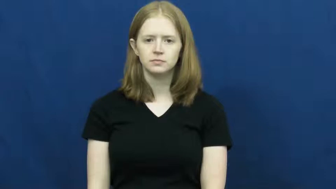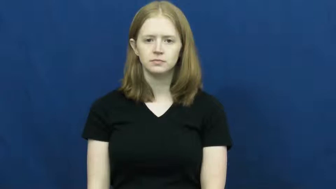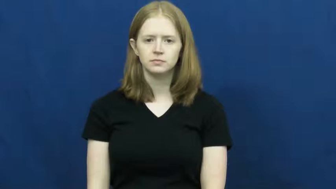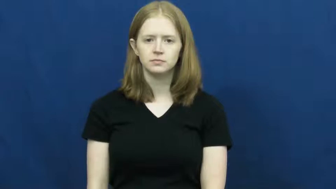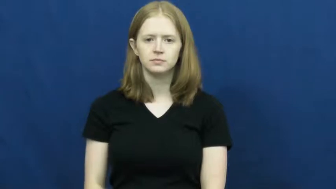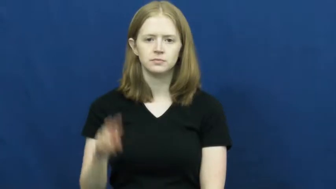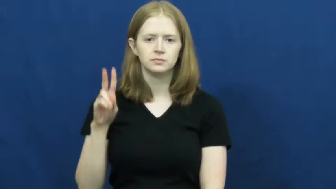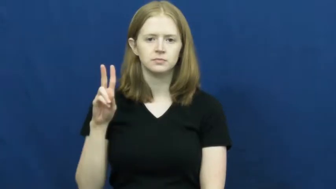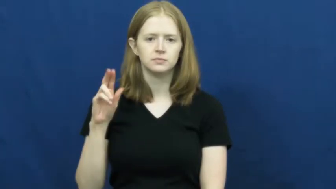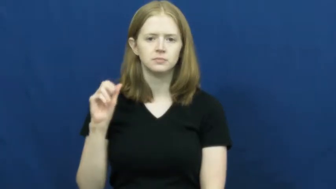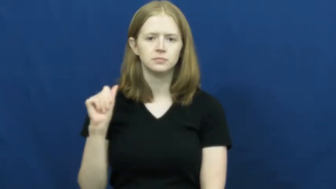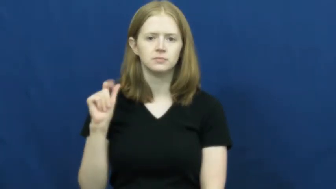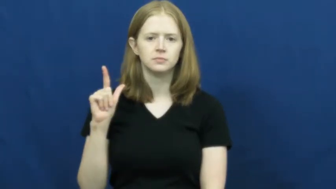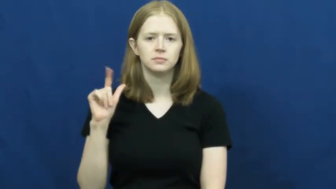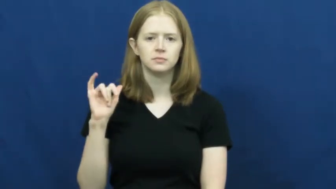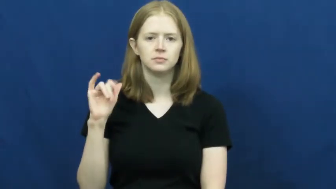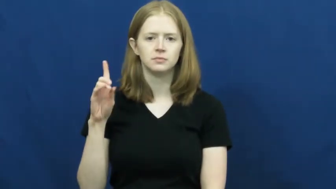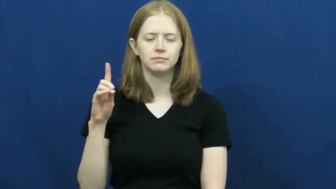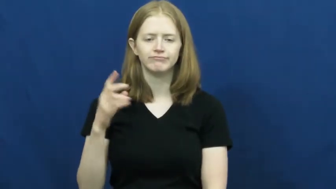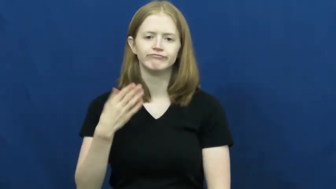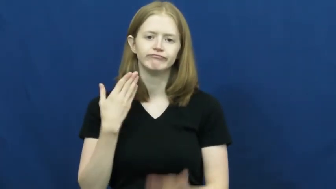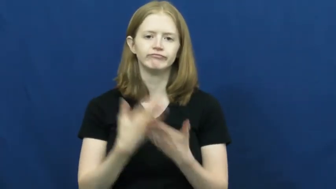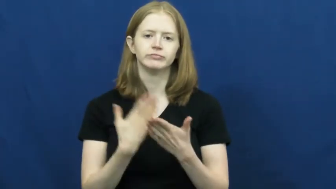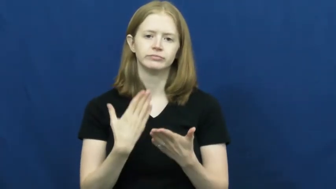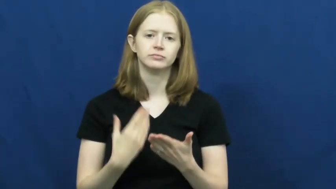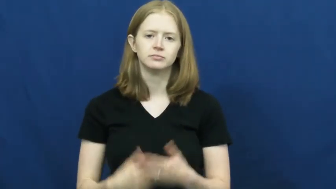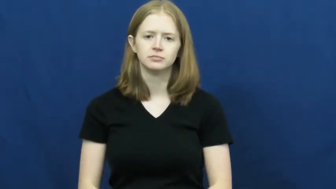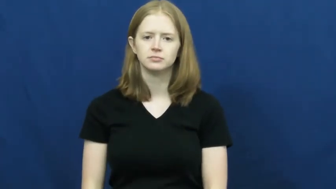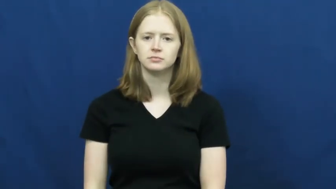valid